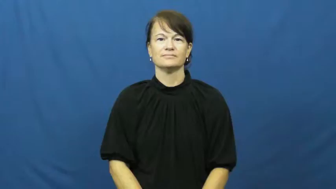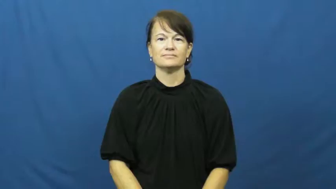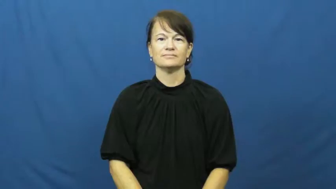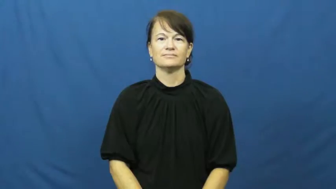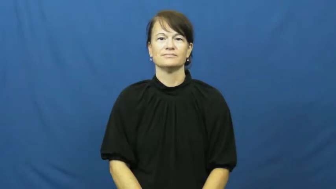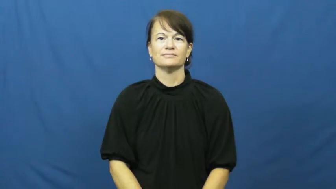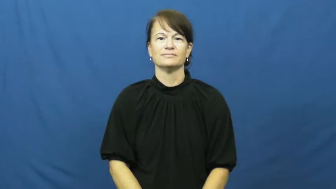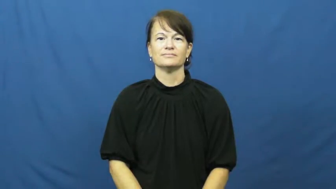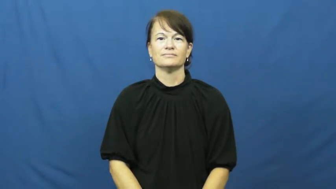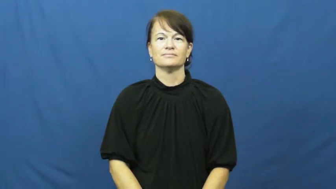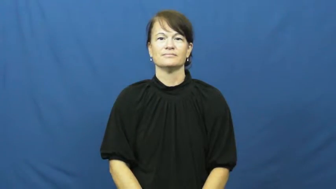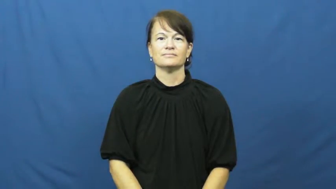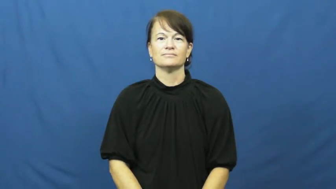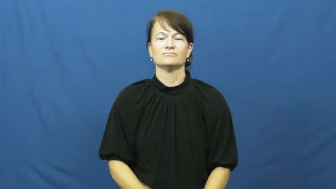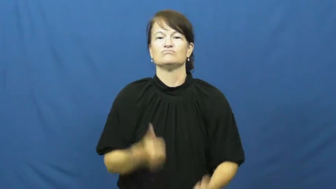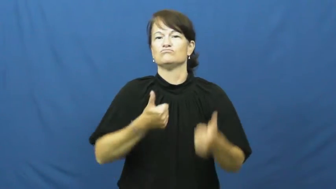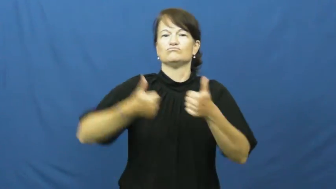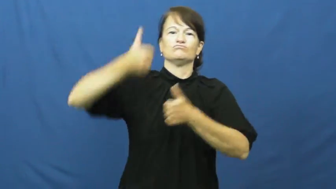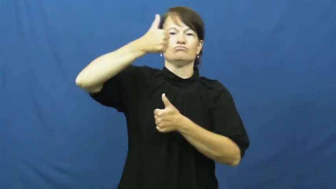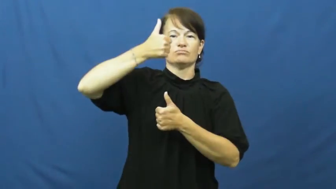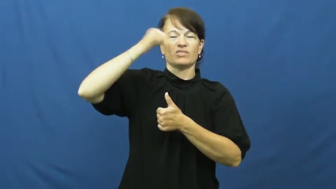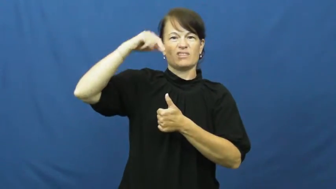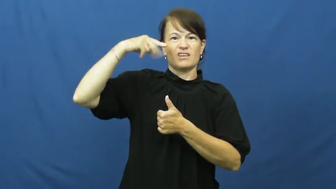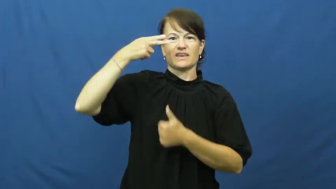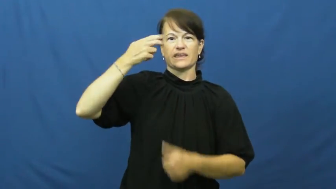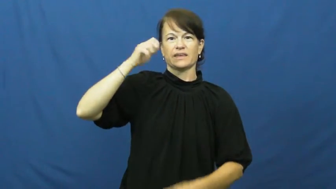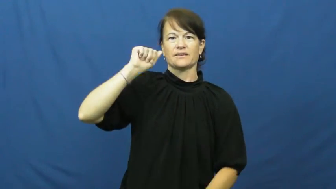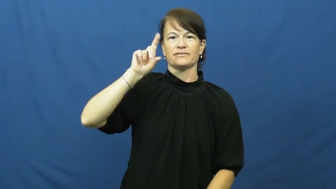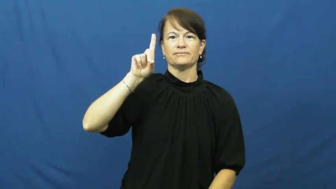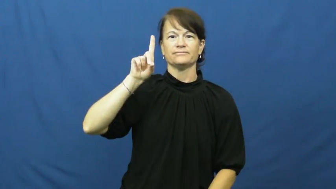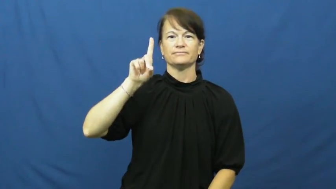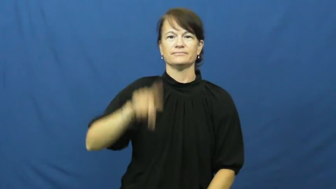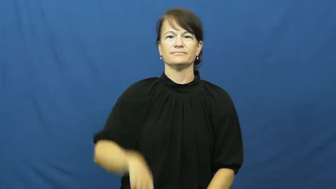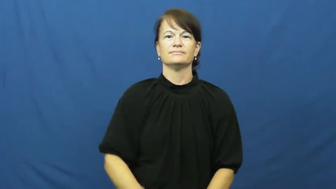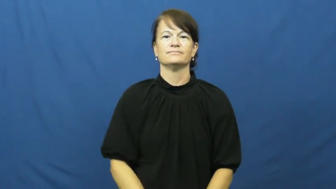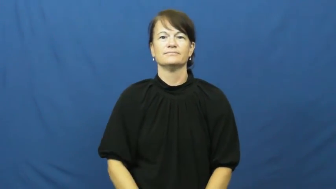head-leader